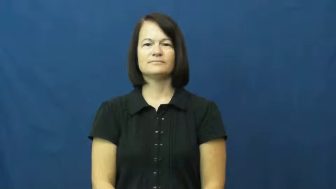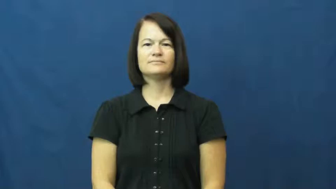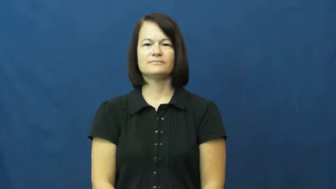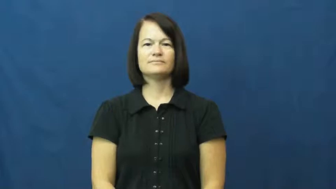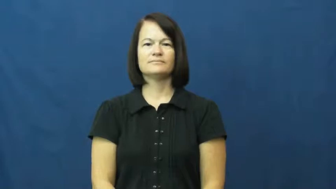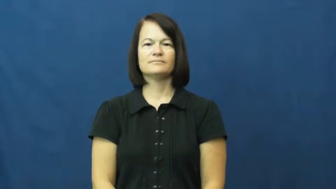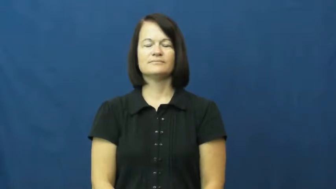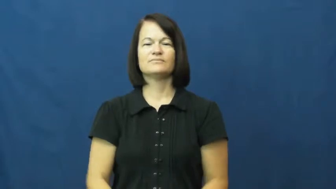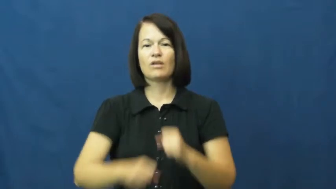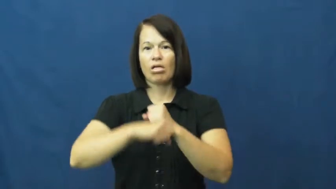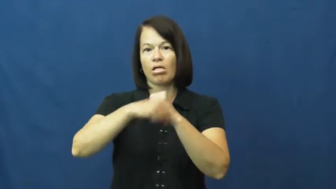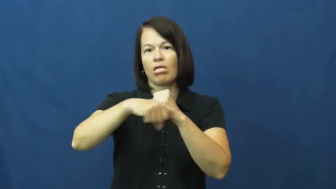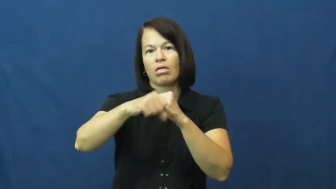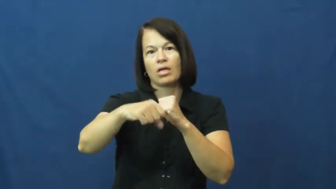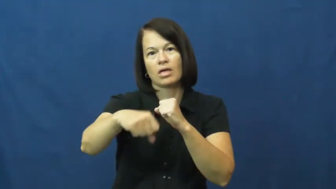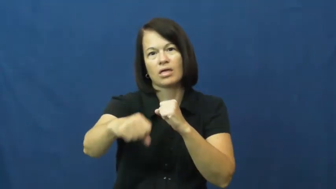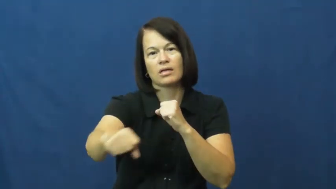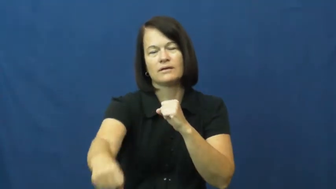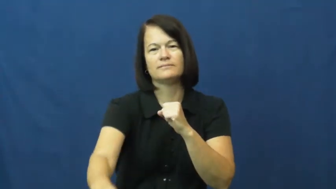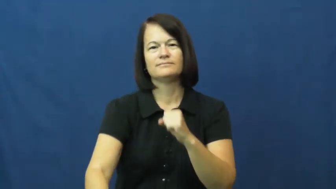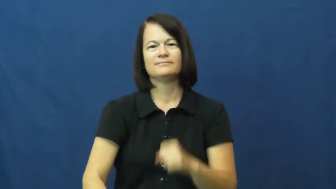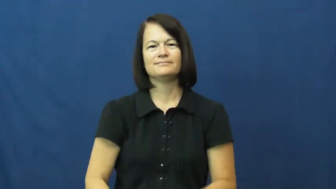exaggerate,overblown,play up,trump up,aggrandize